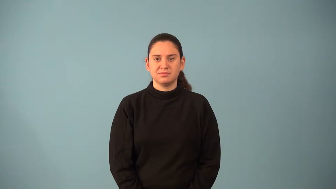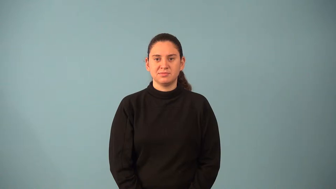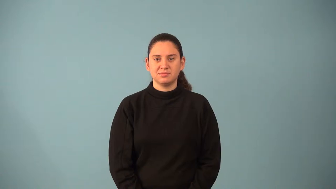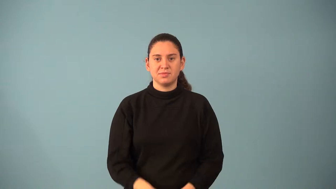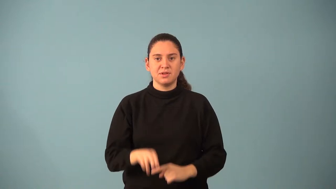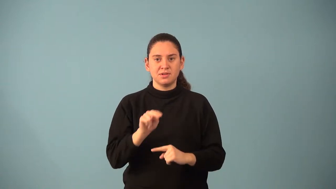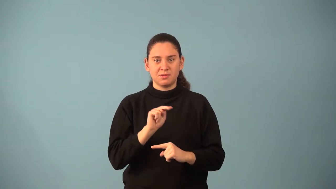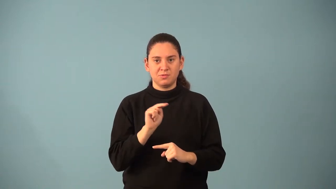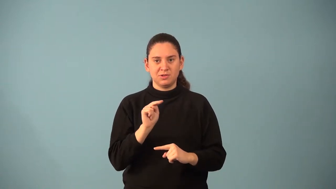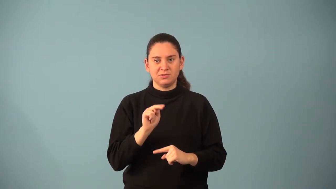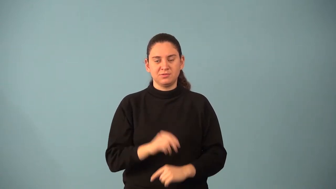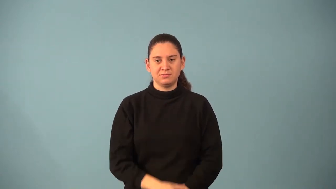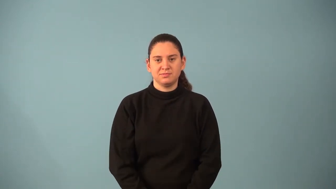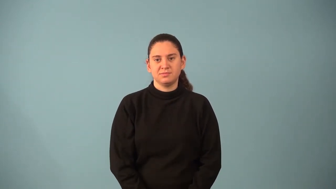numerator